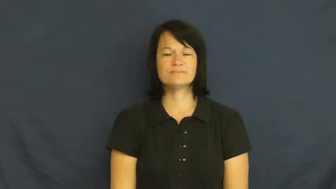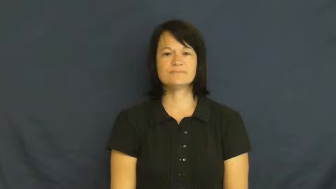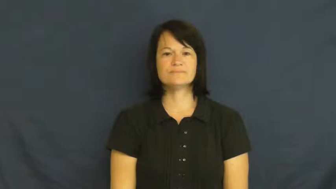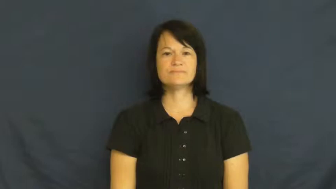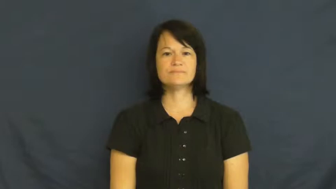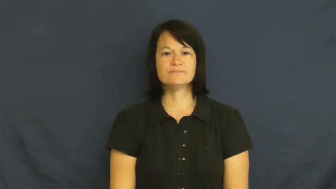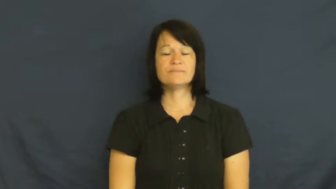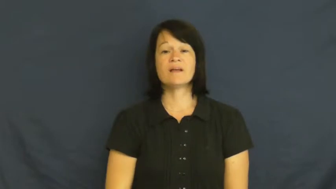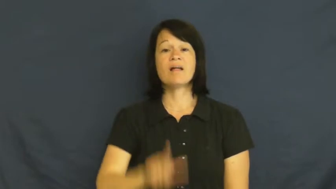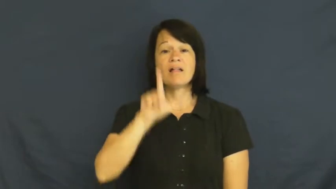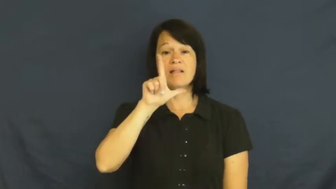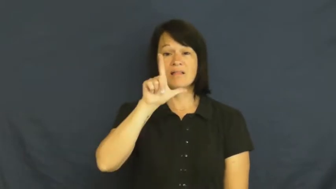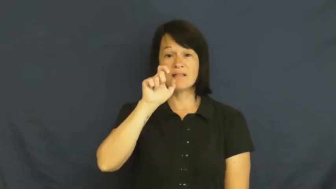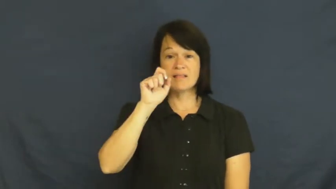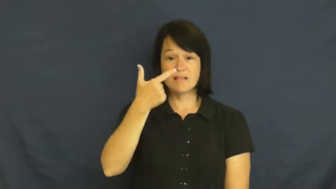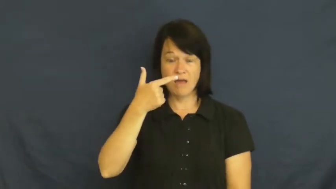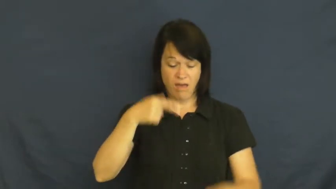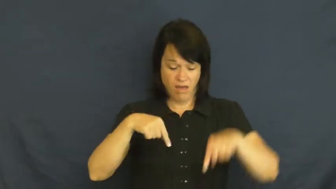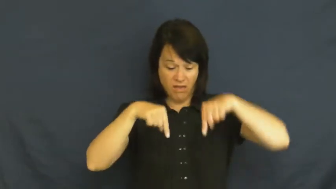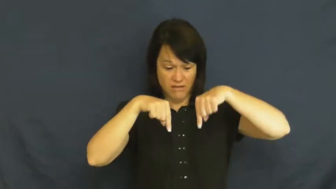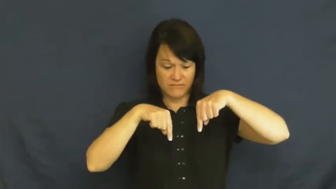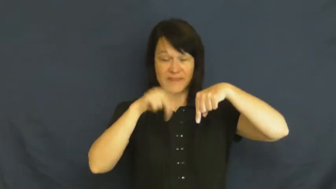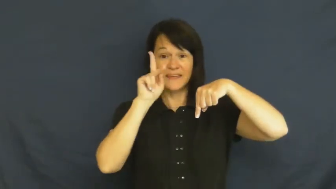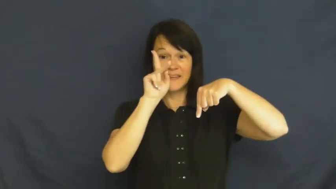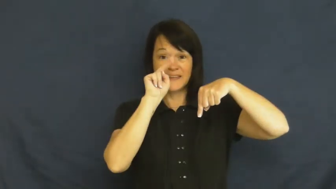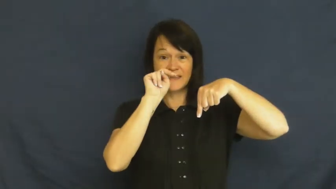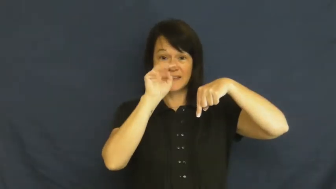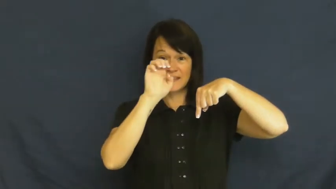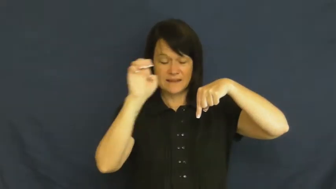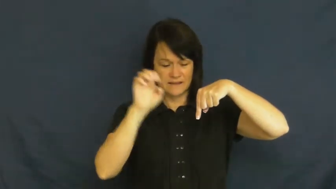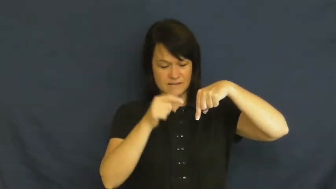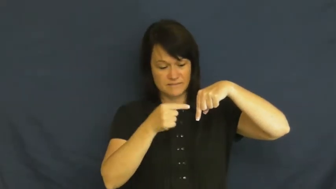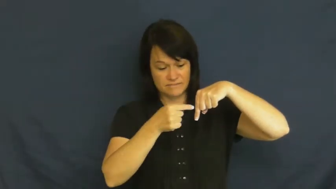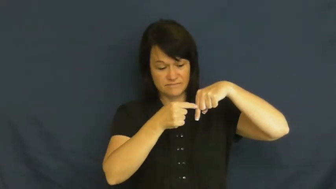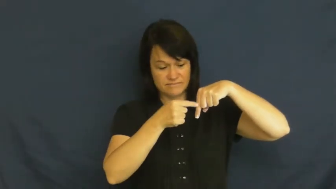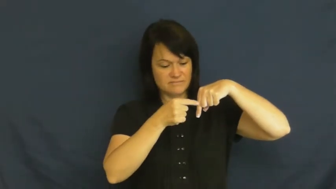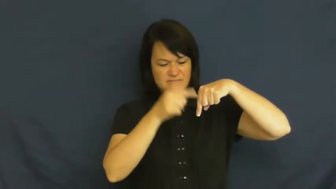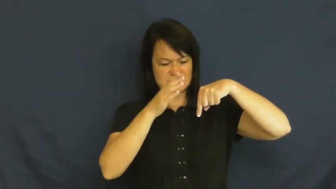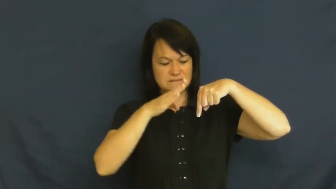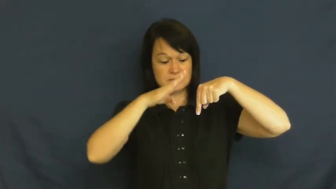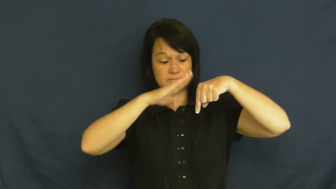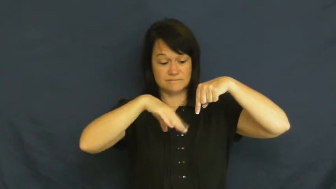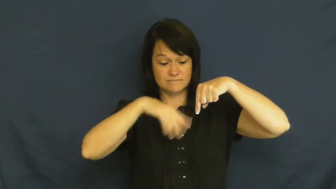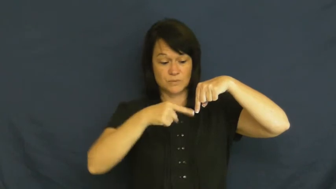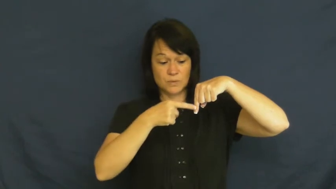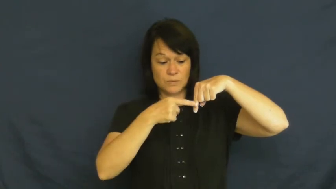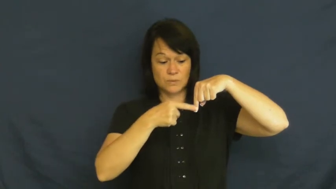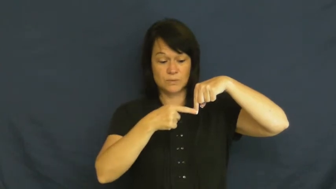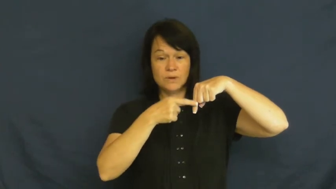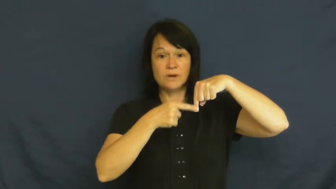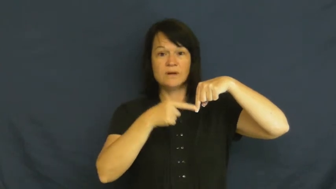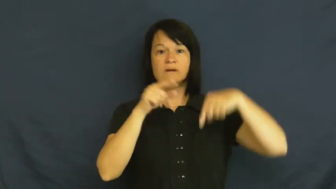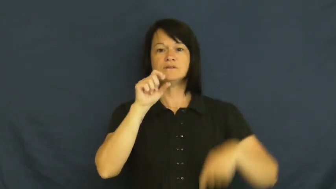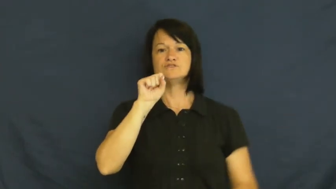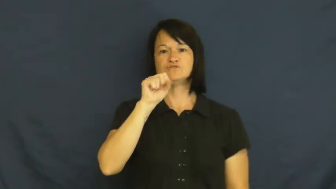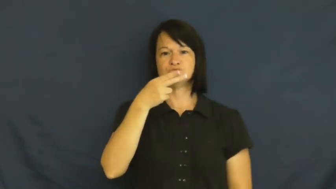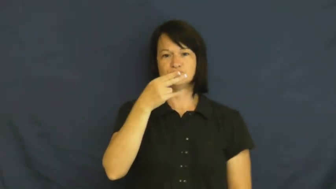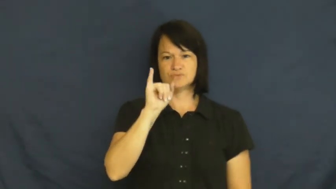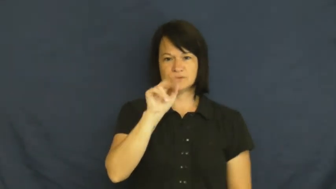shin